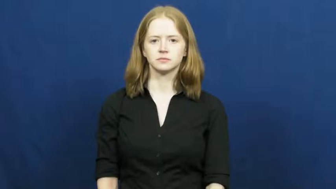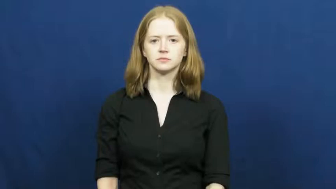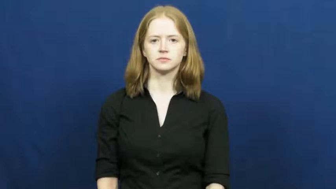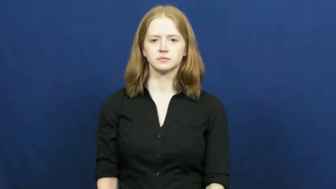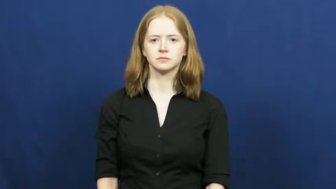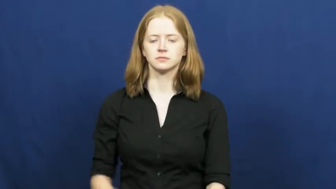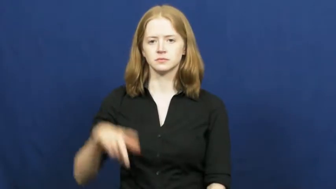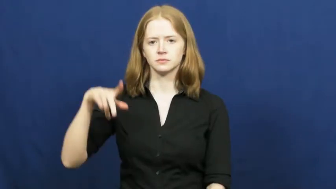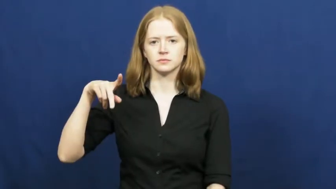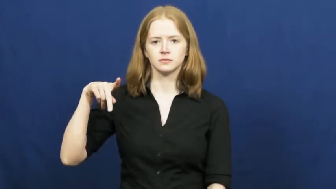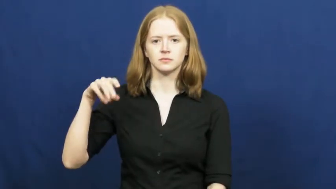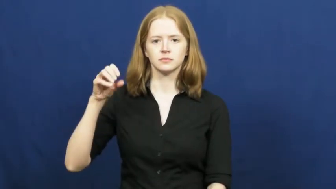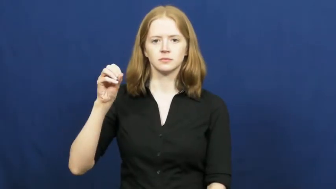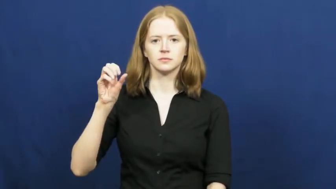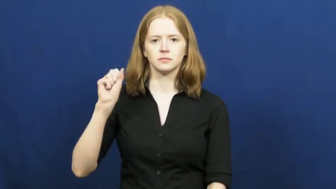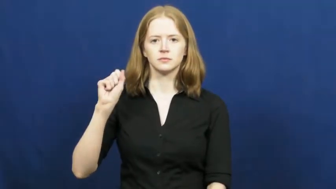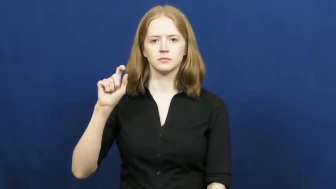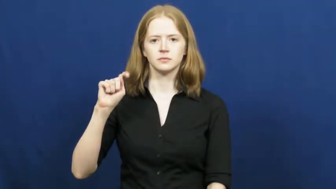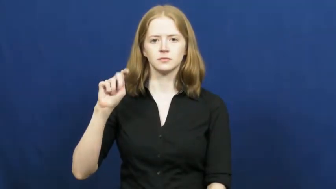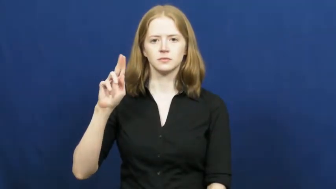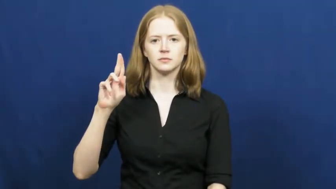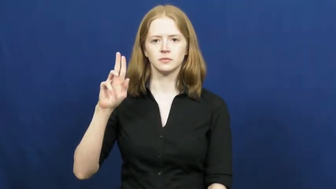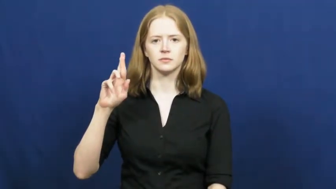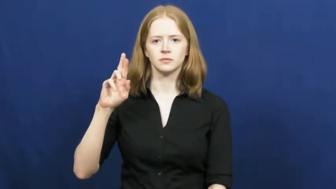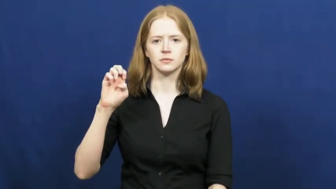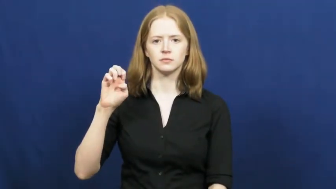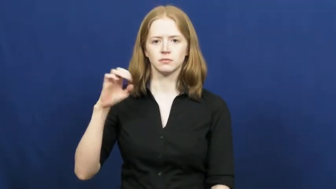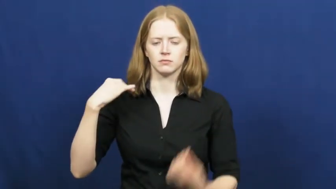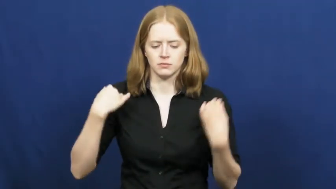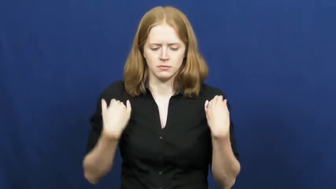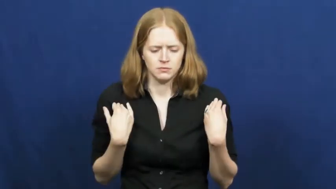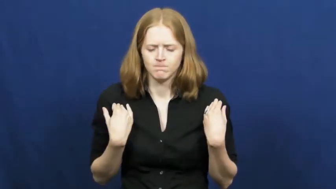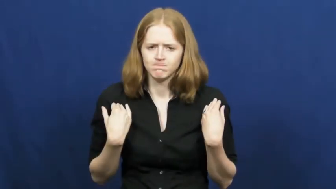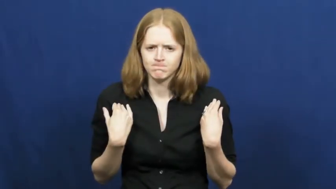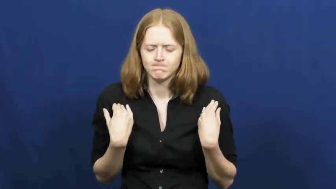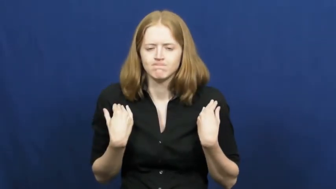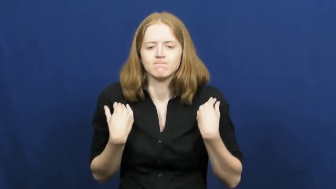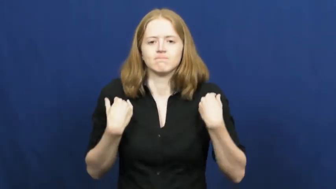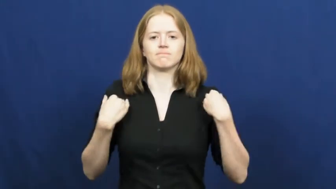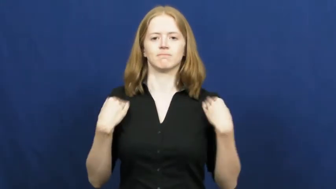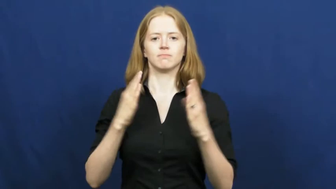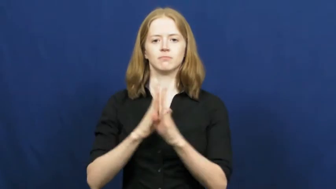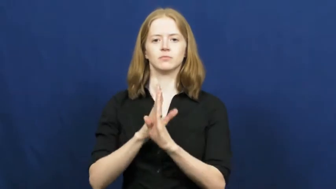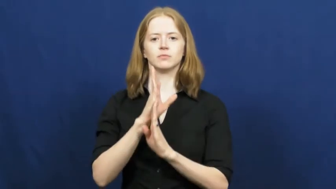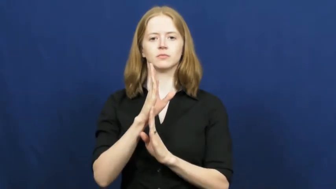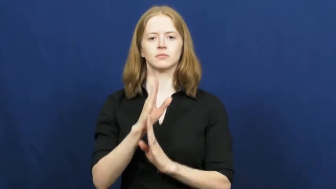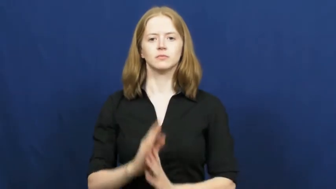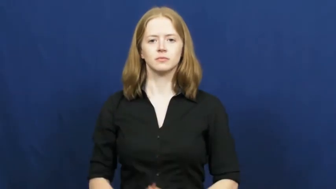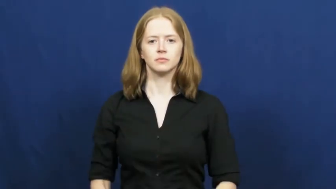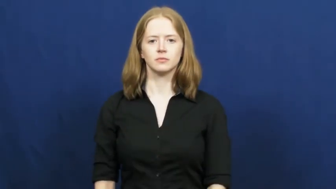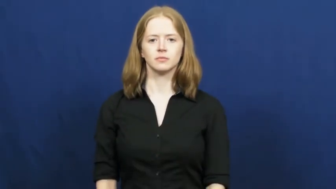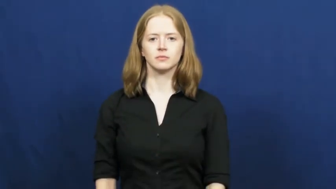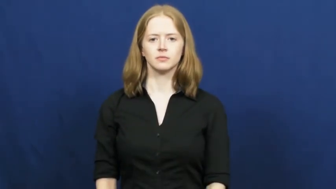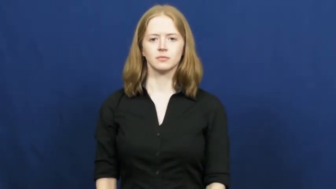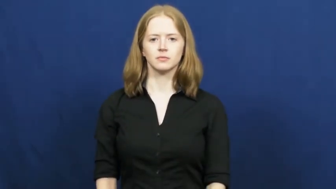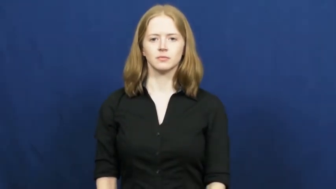posture